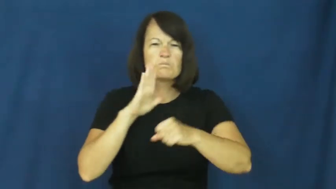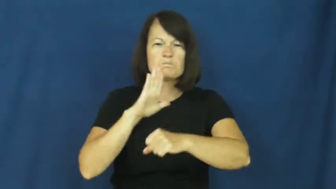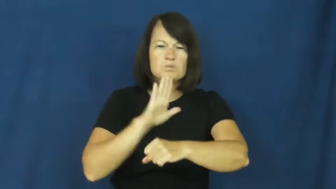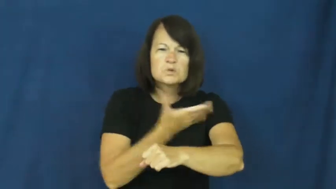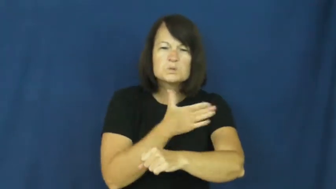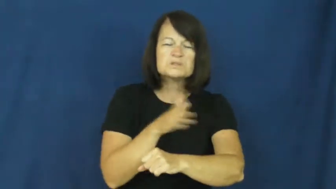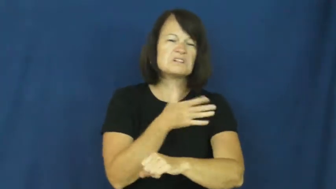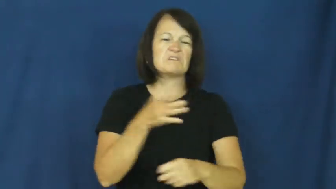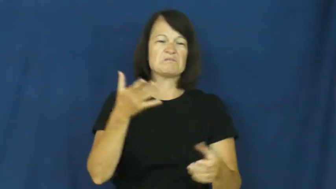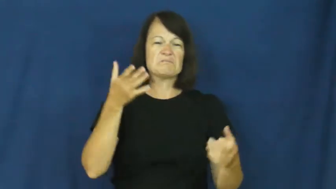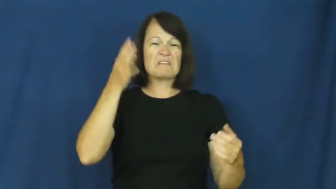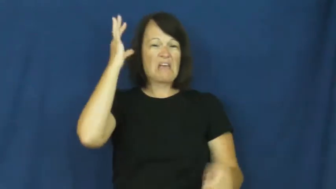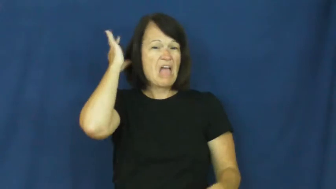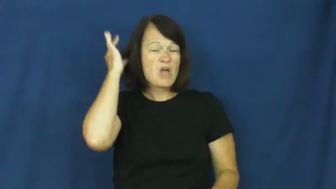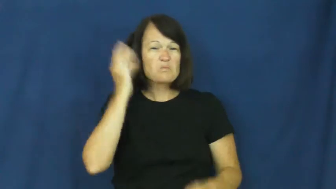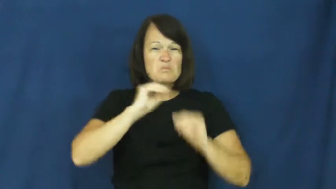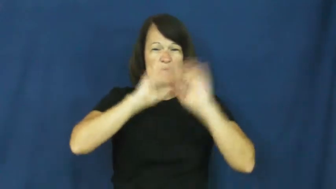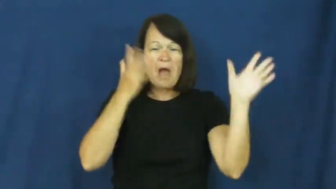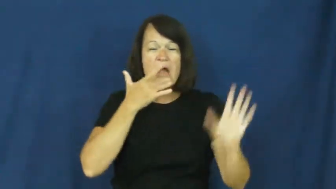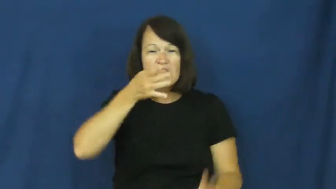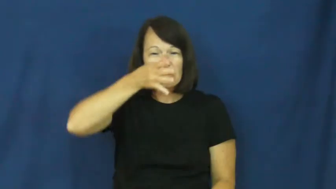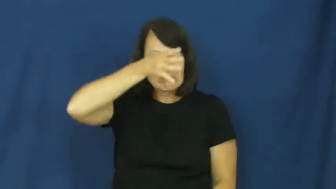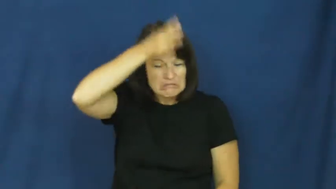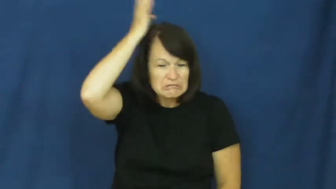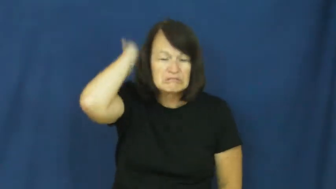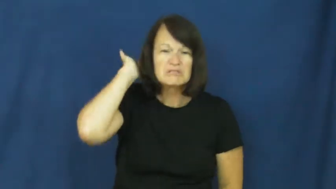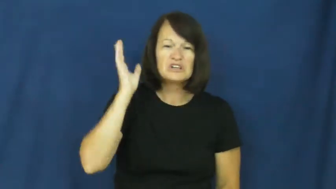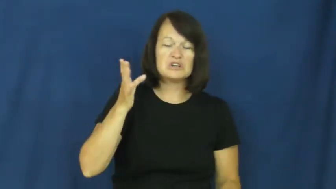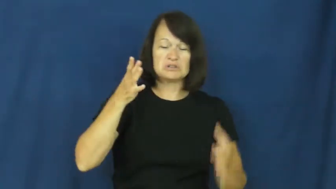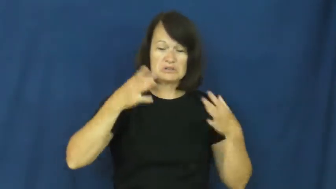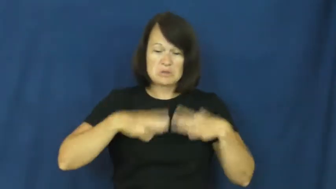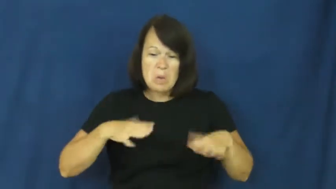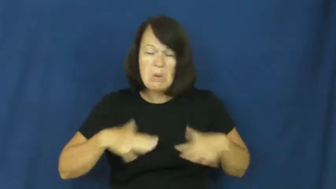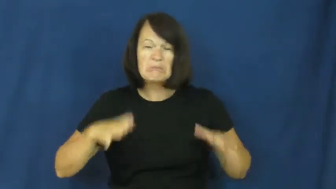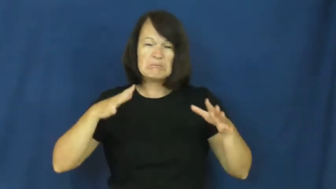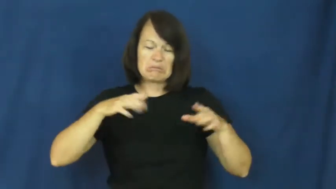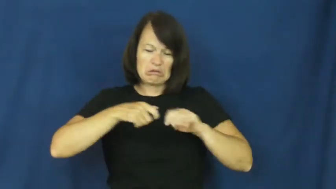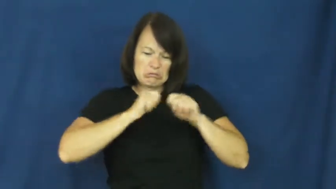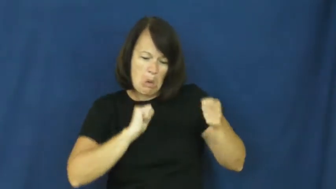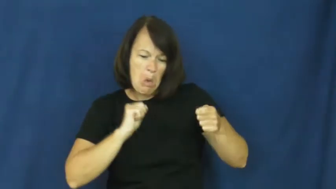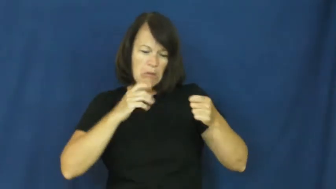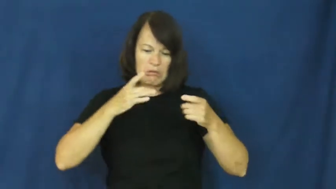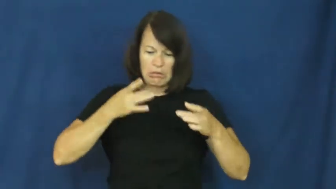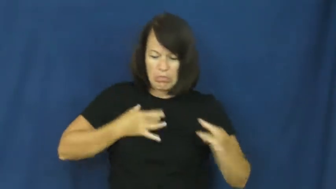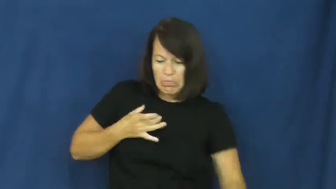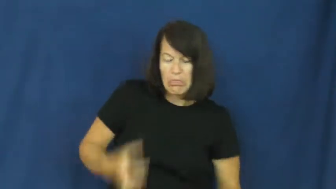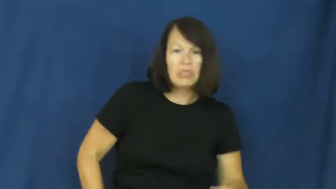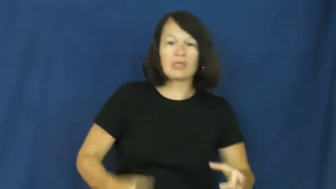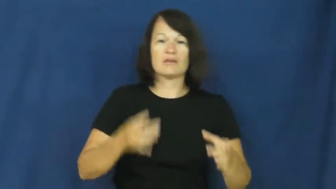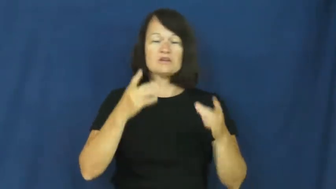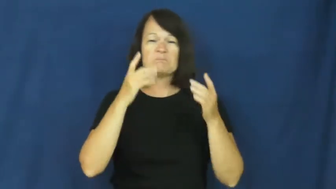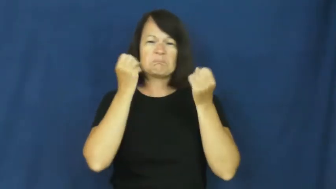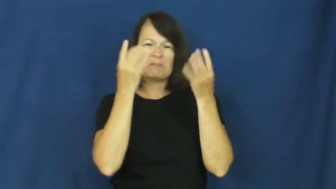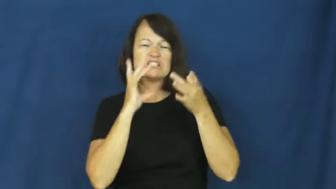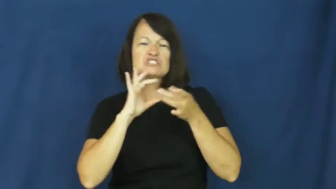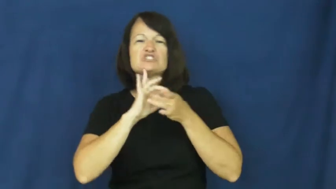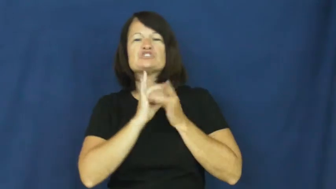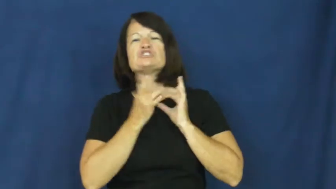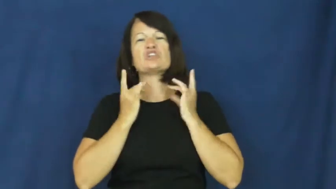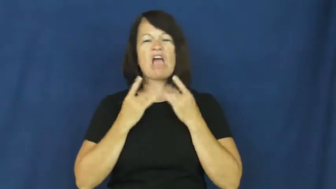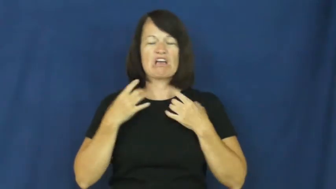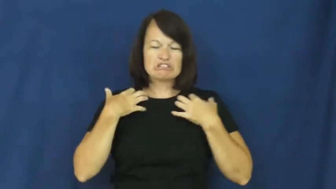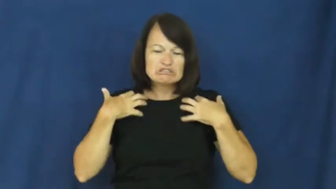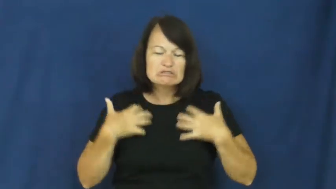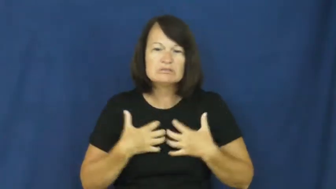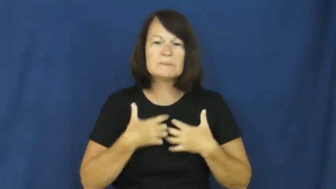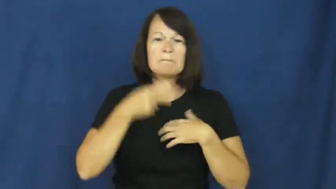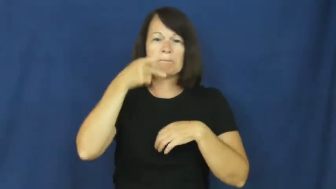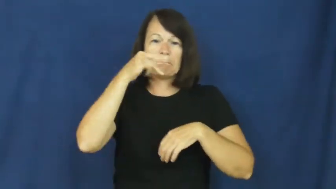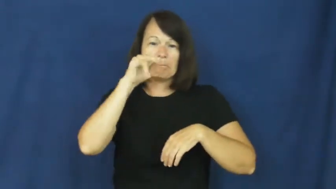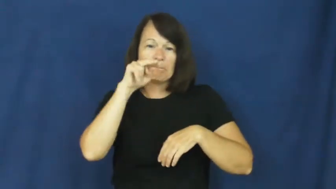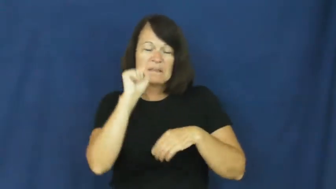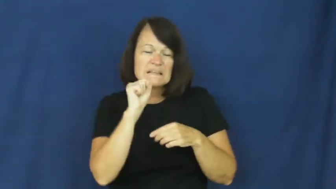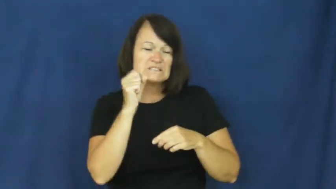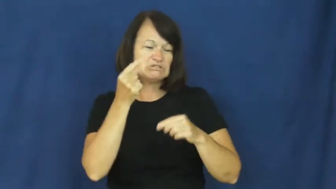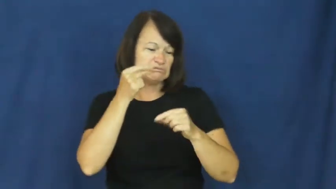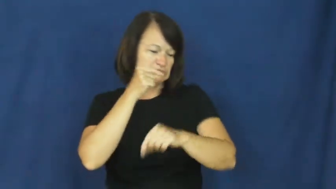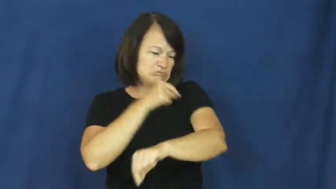punk-style